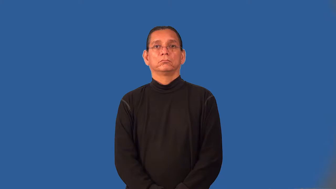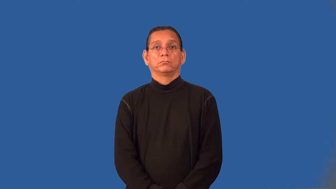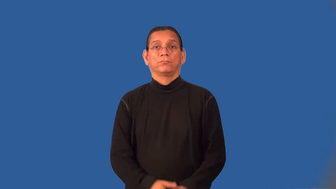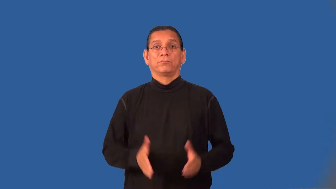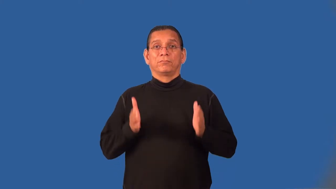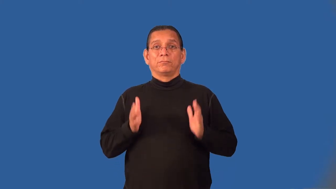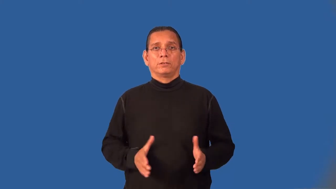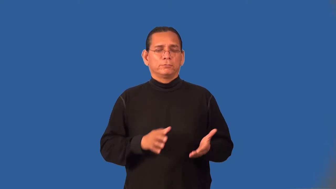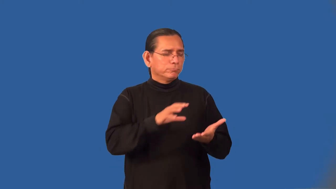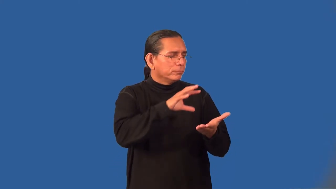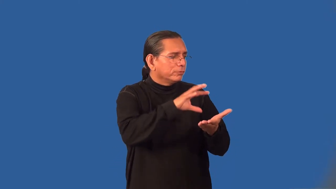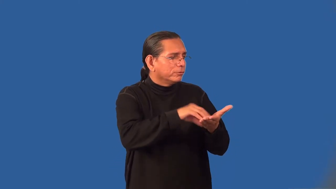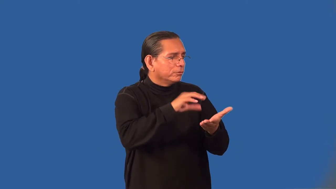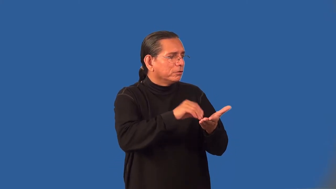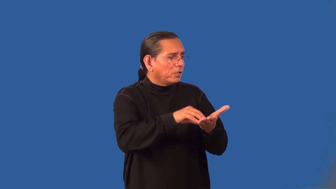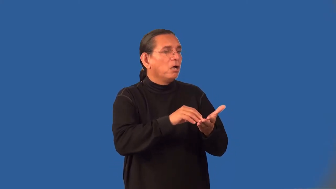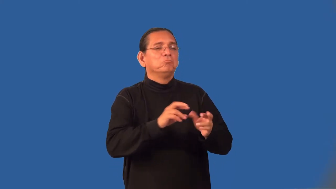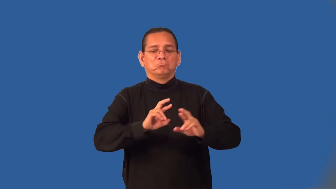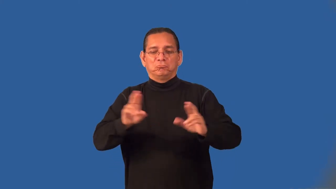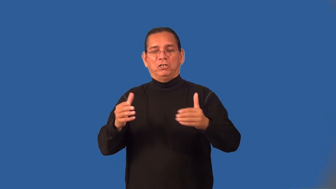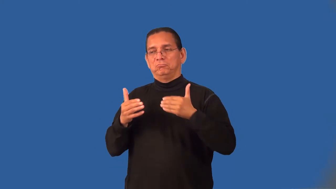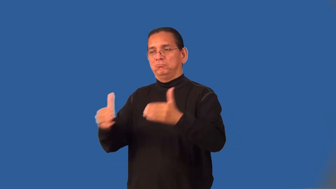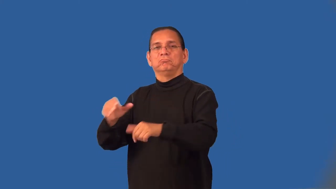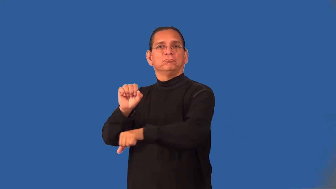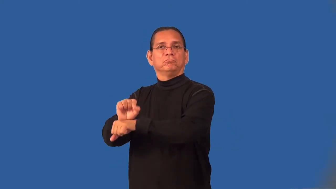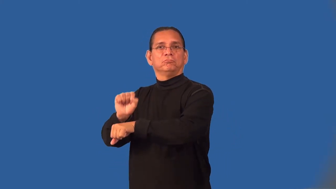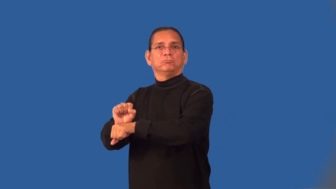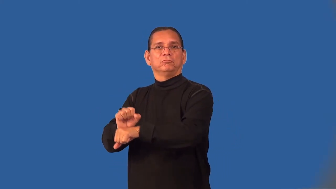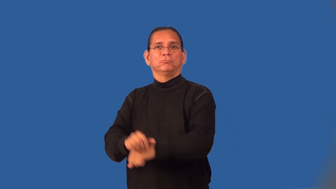journeyman